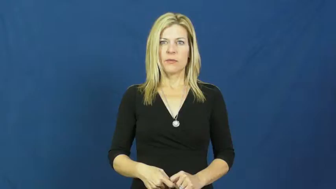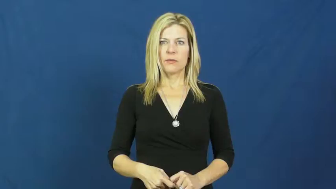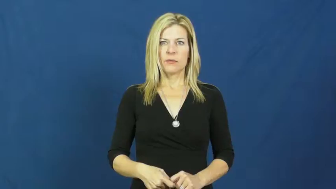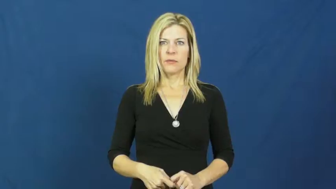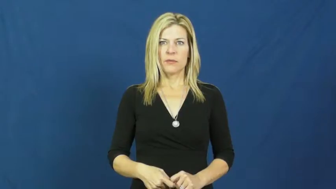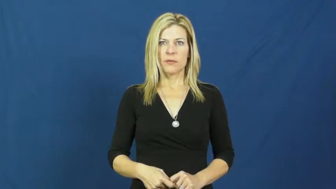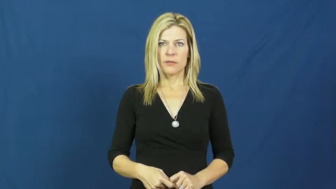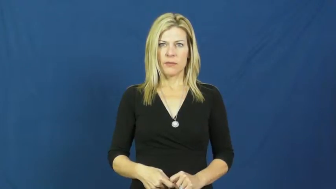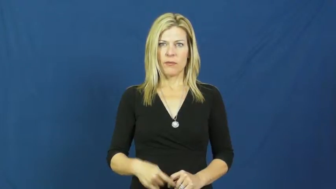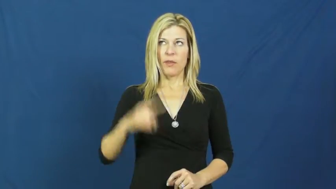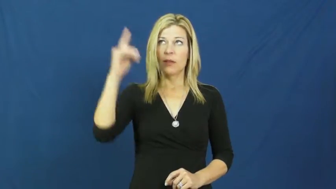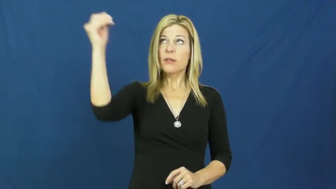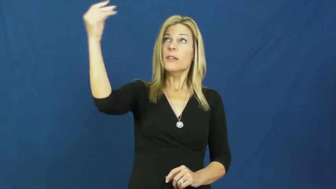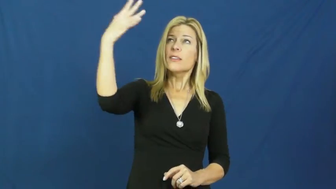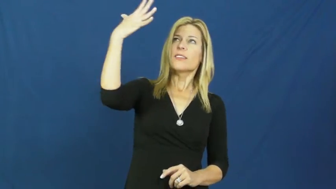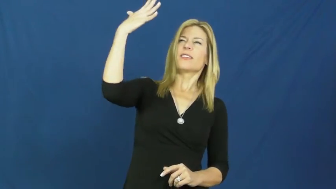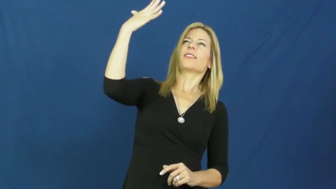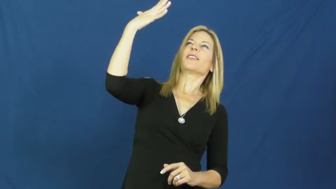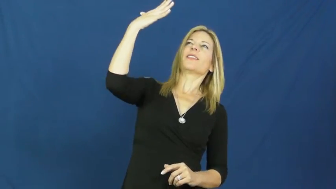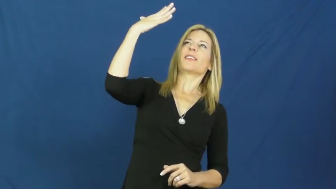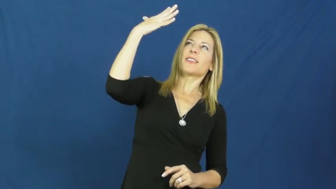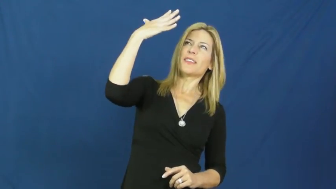glare,bedazzle-light